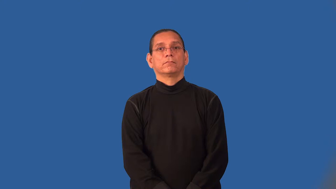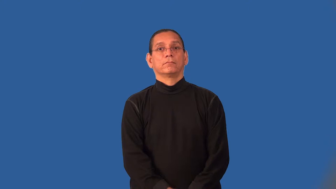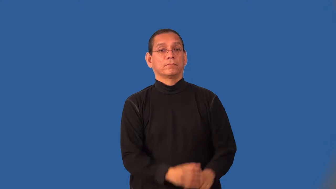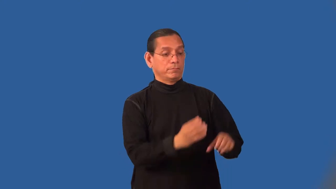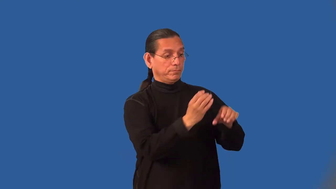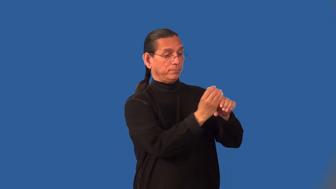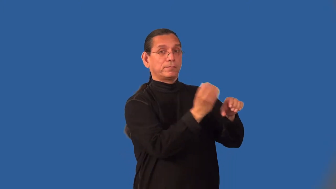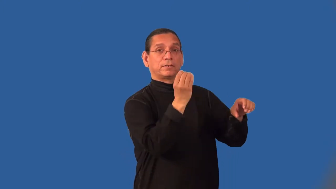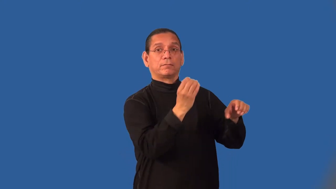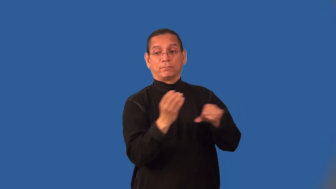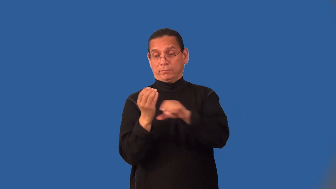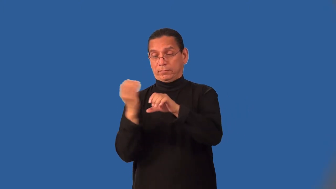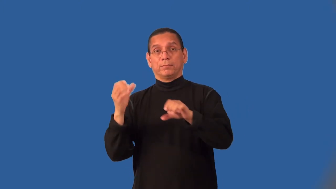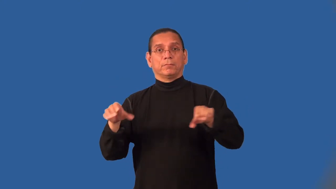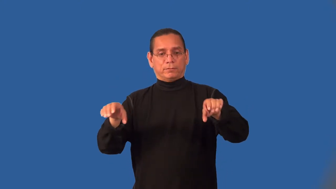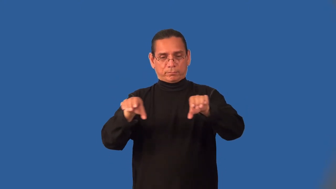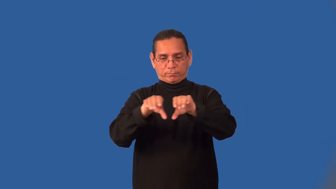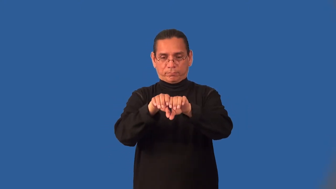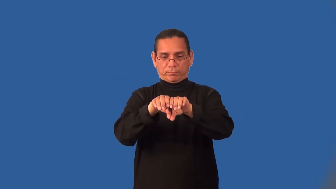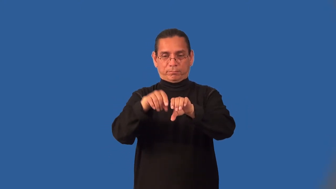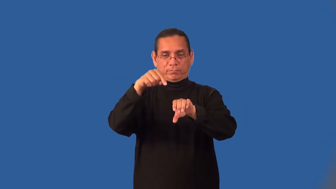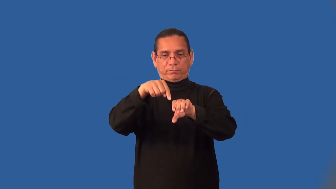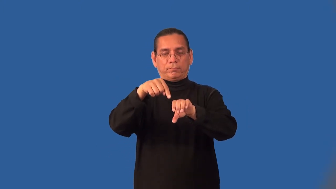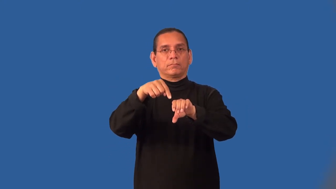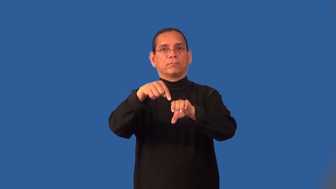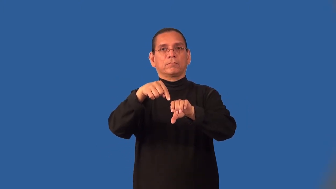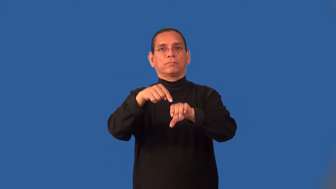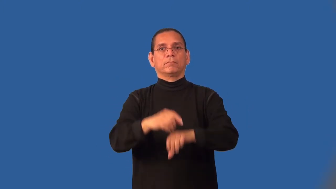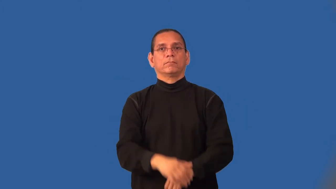joint-pipe